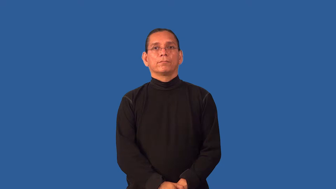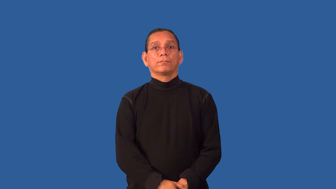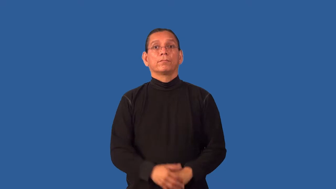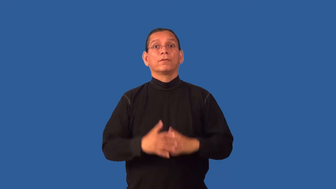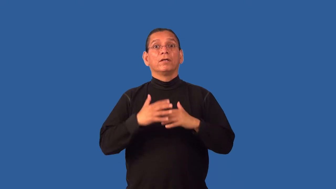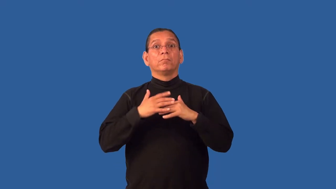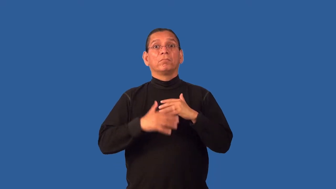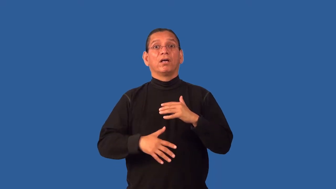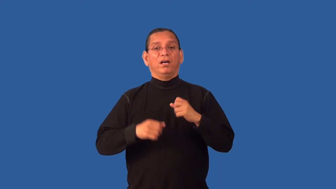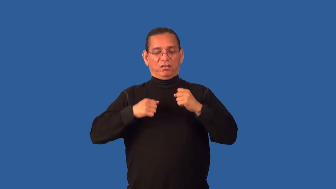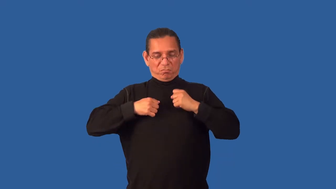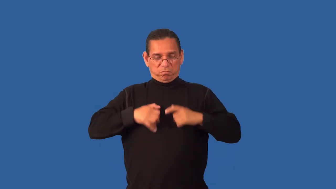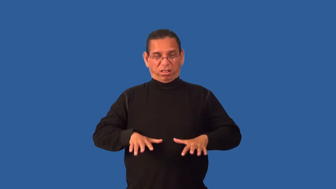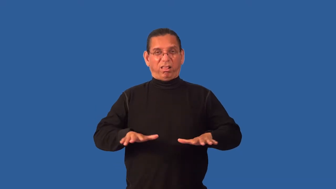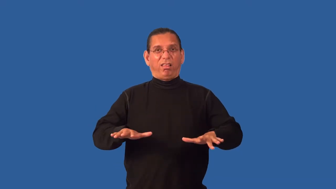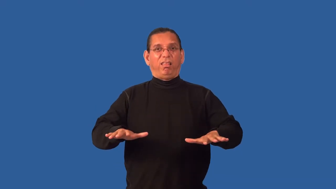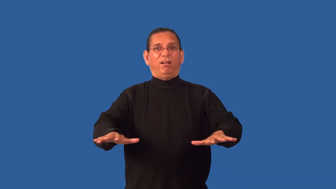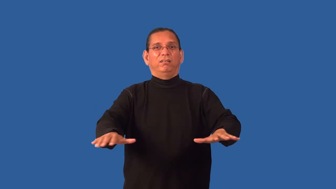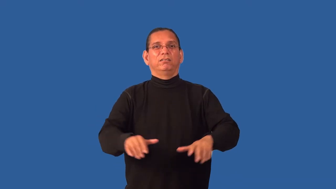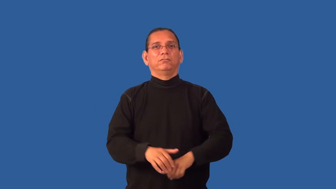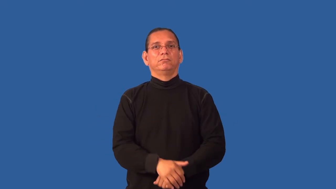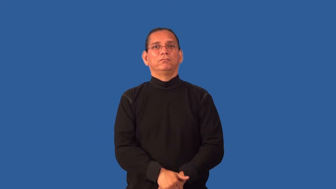gory,bloody,gruesome